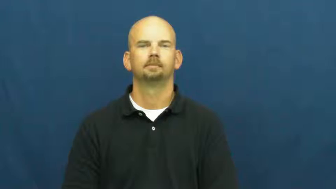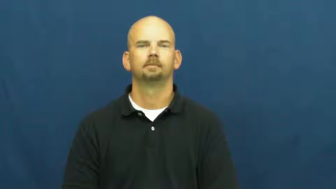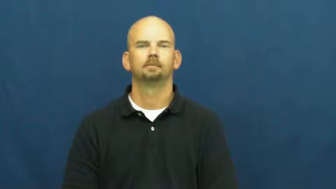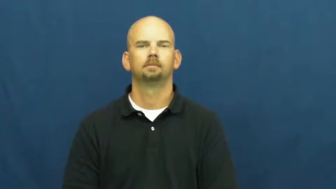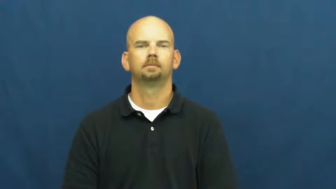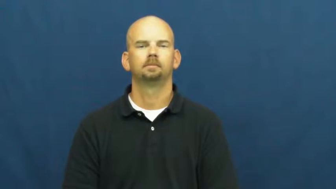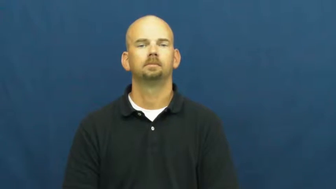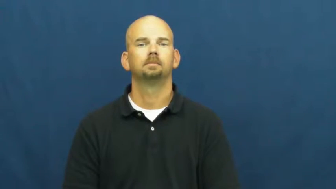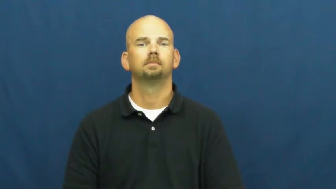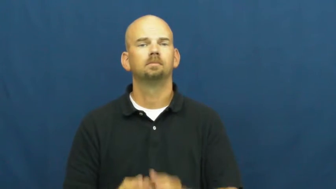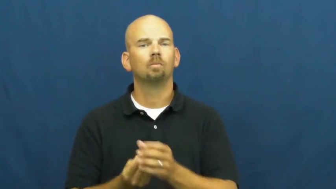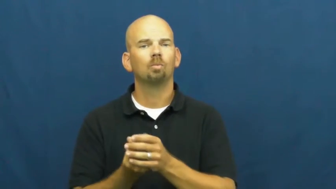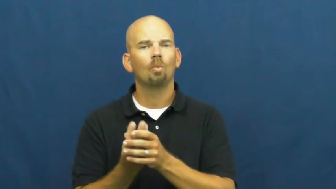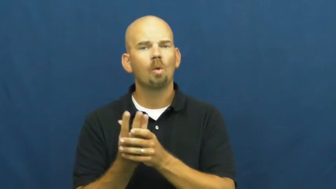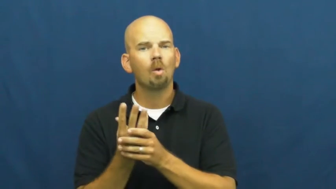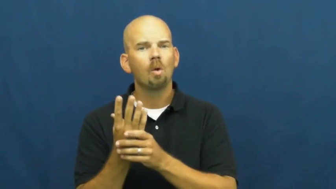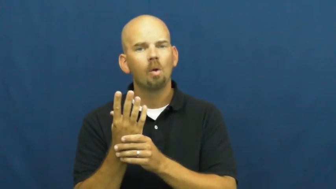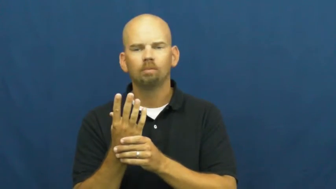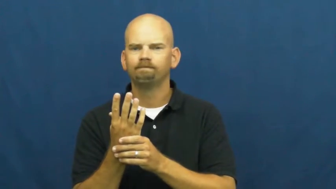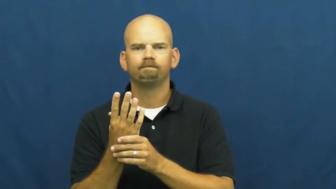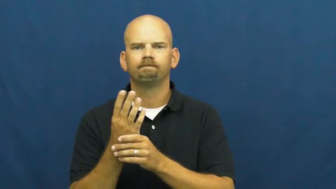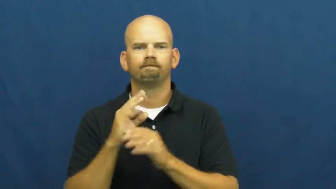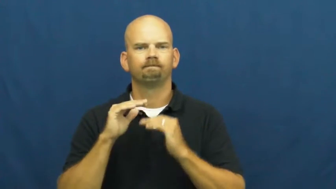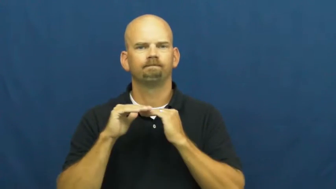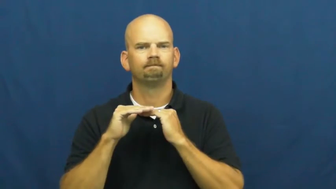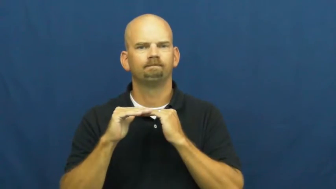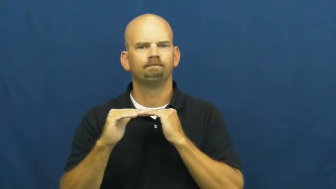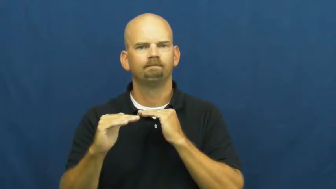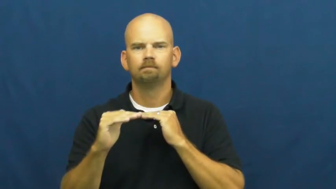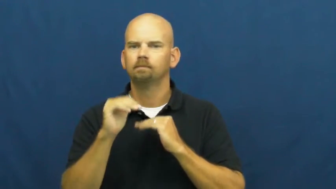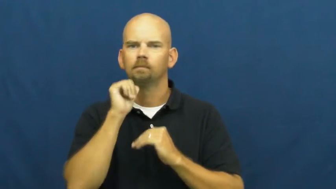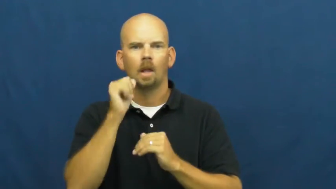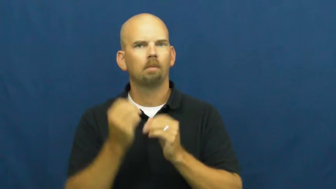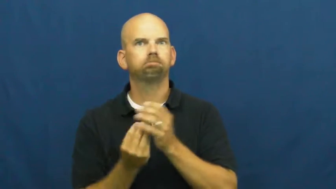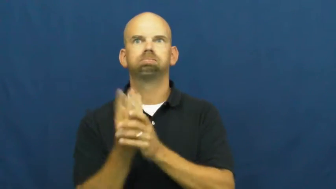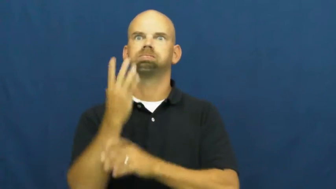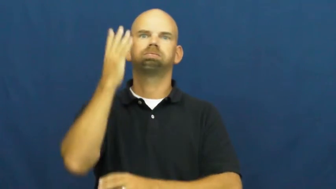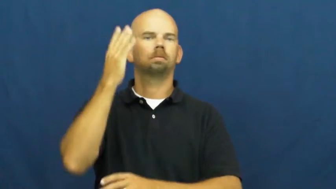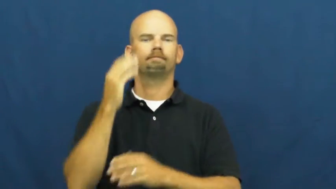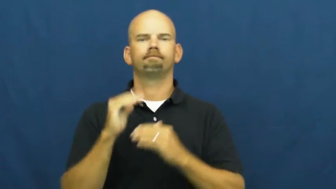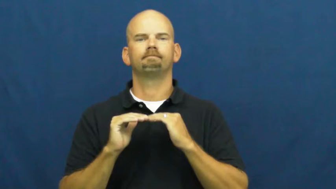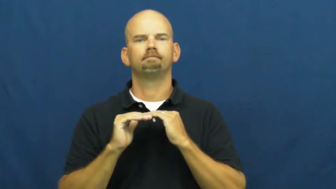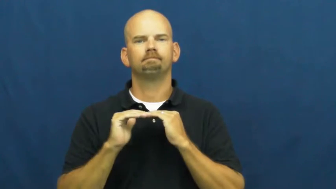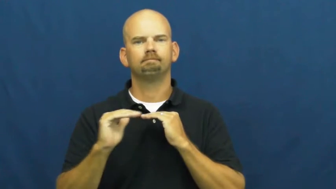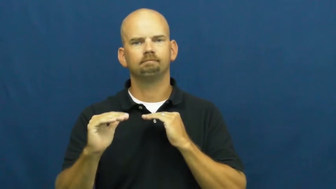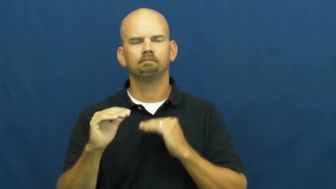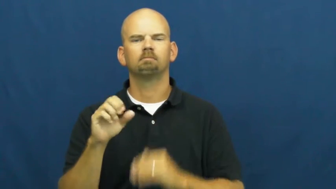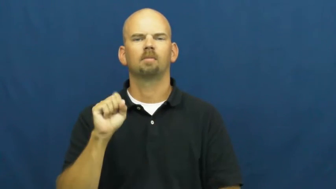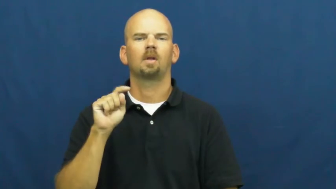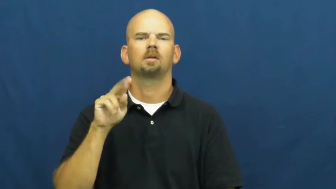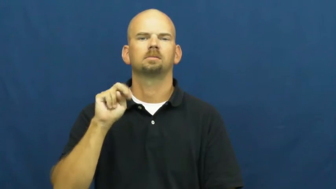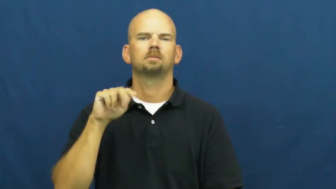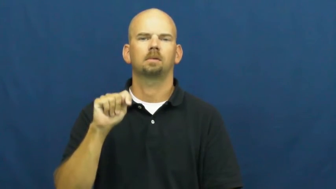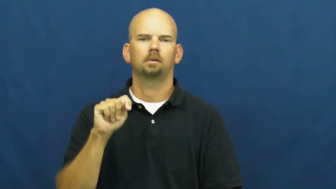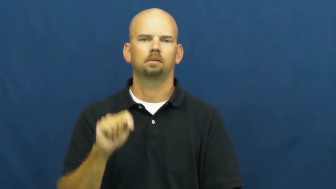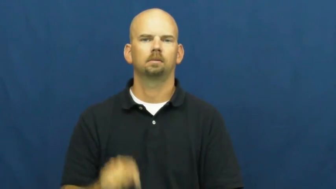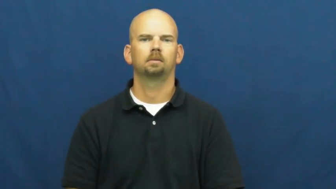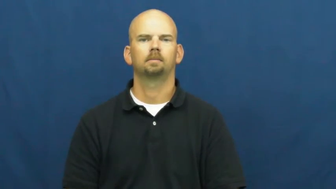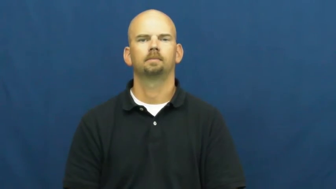stunt-not growing